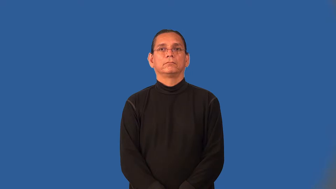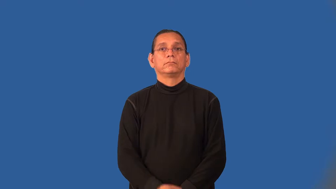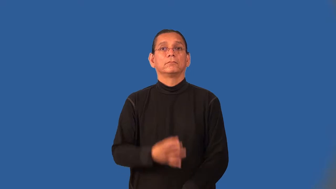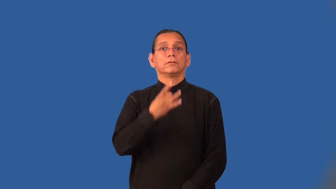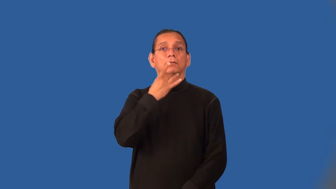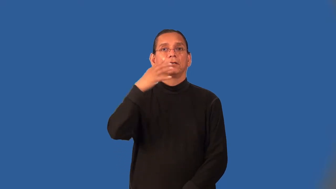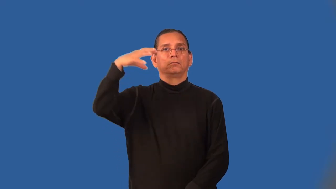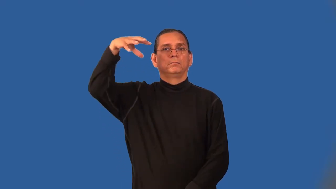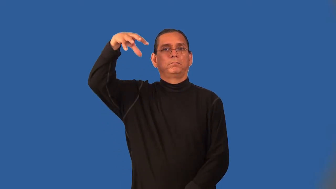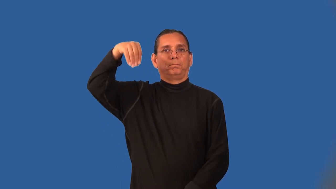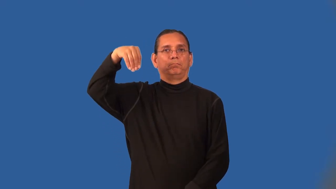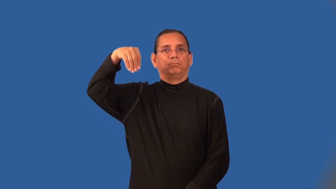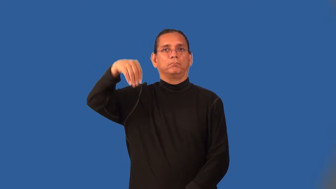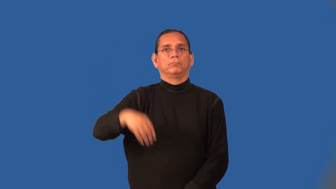out-light